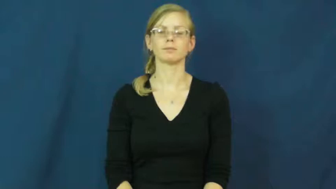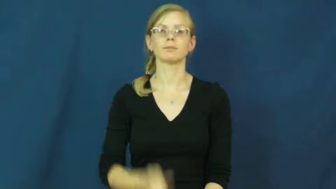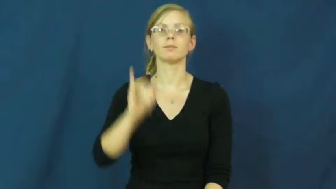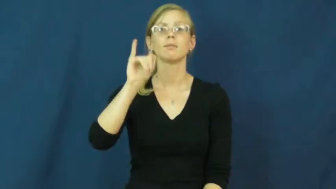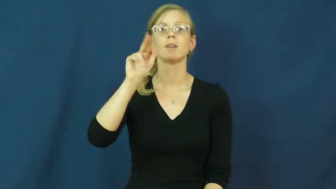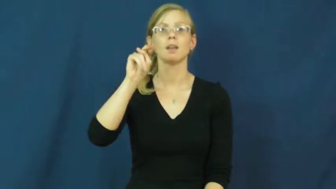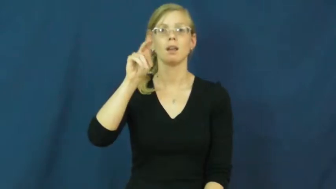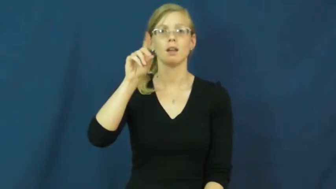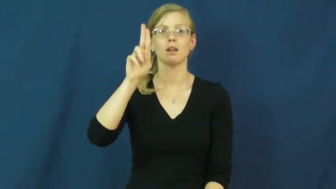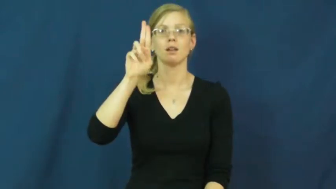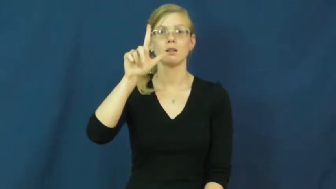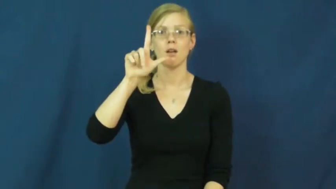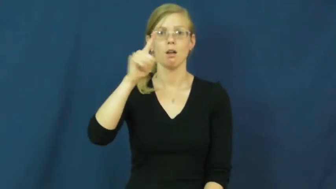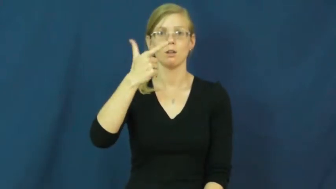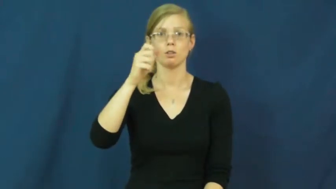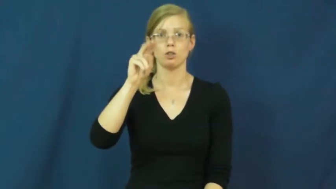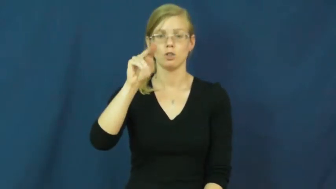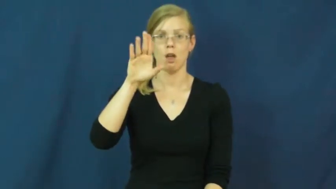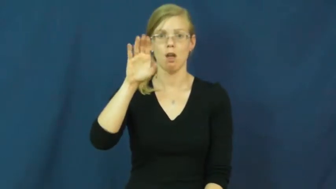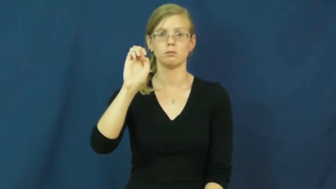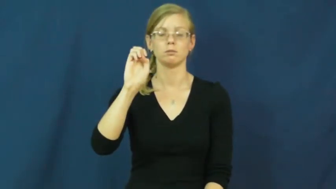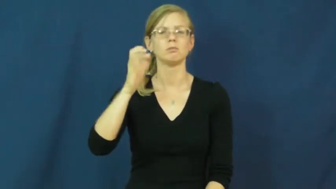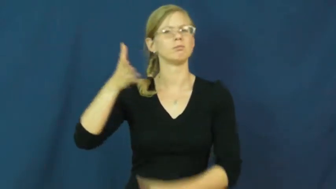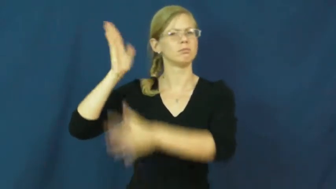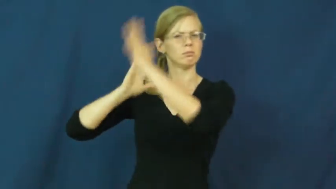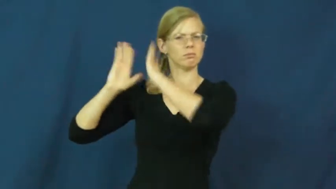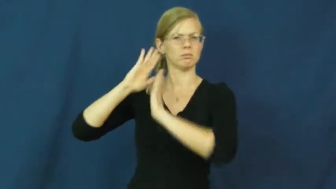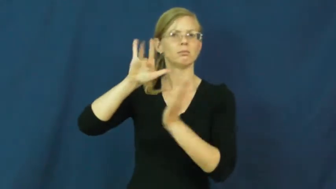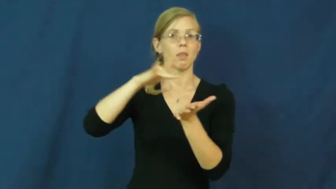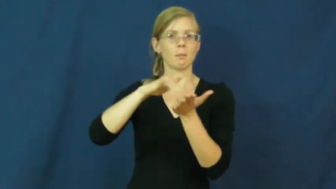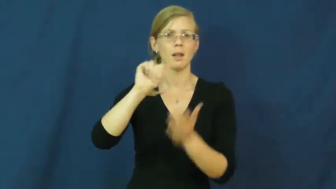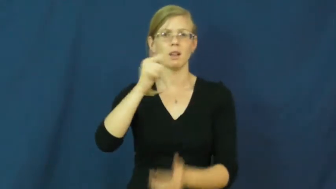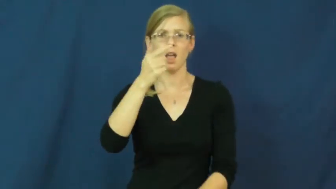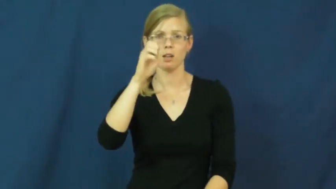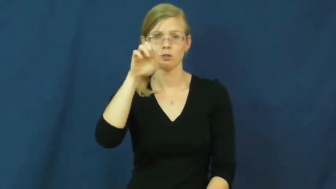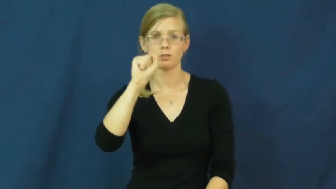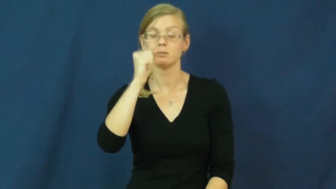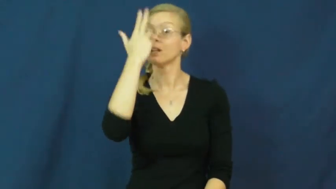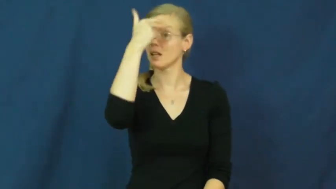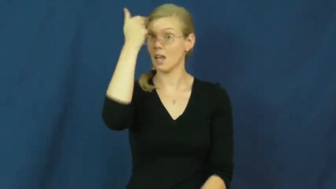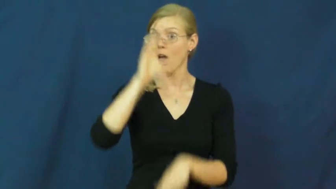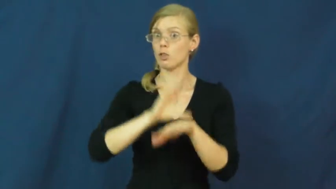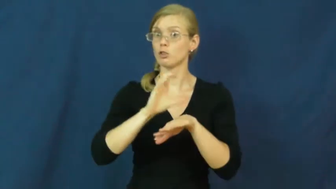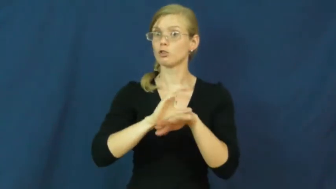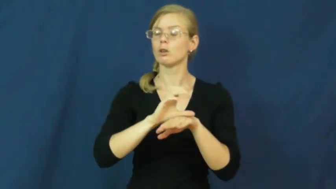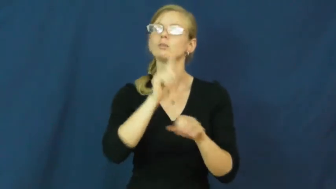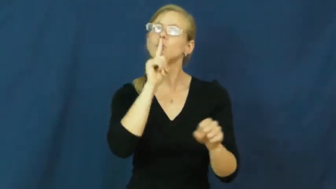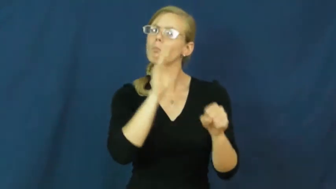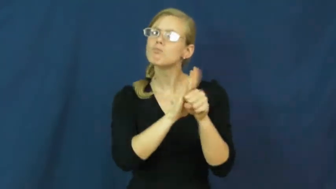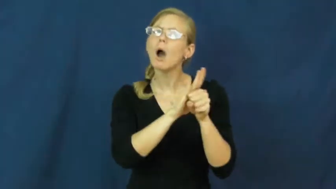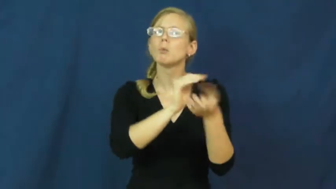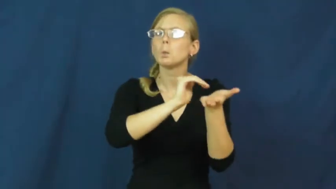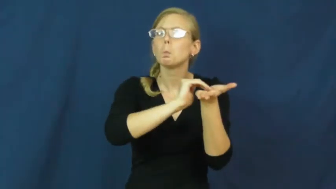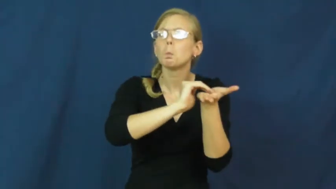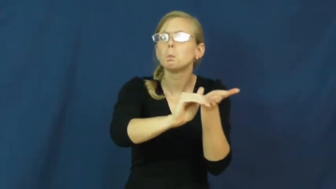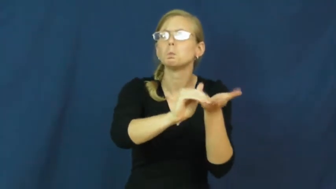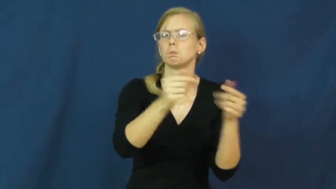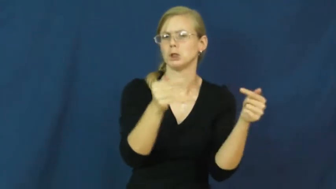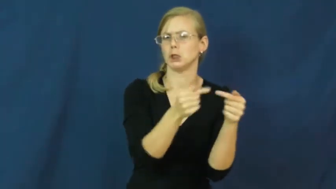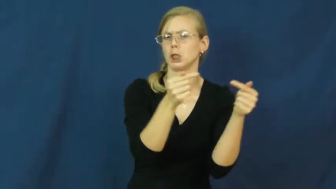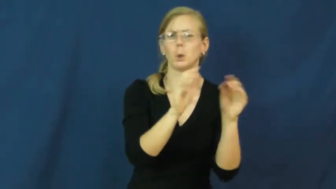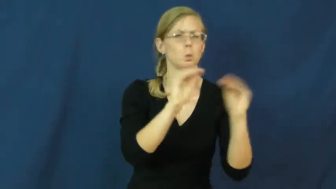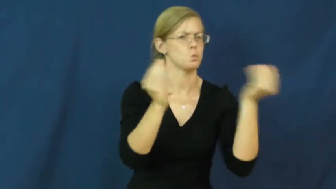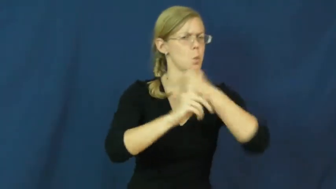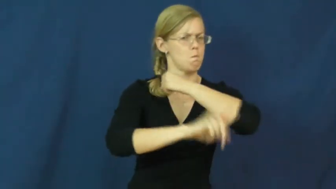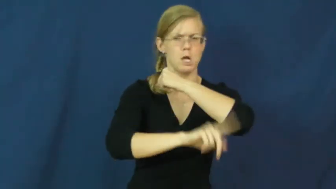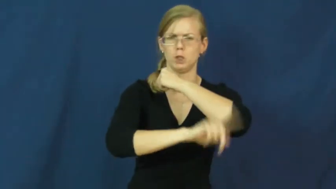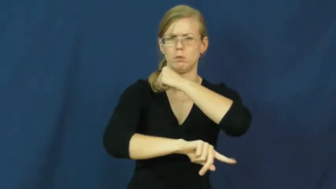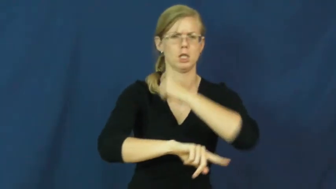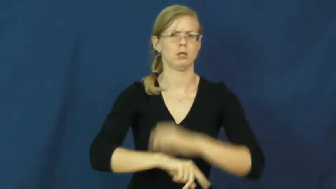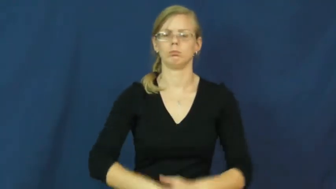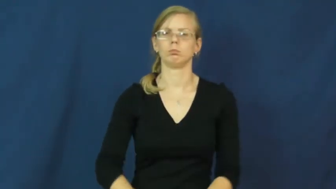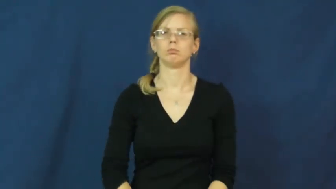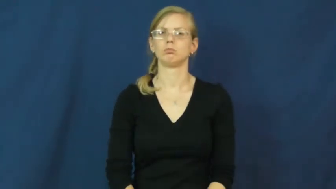indulgence-catholic